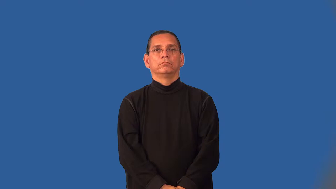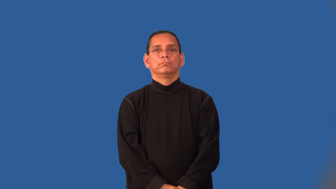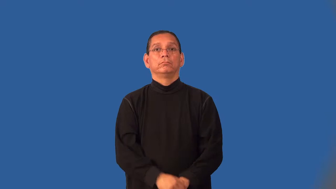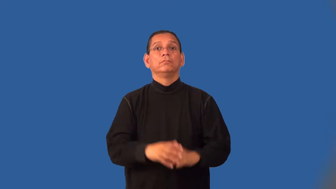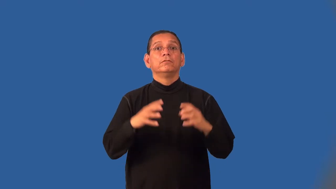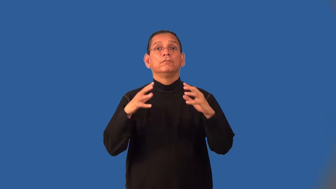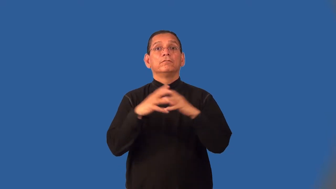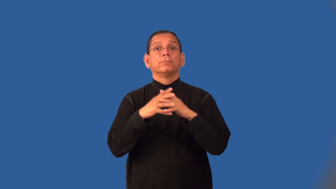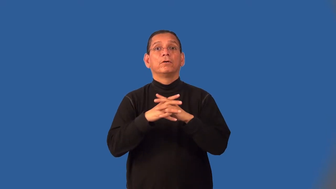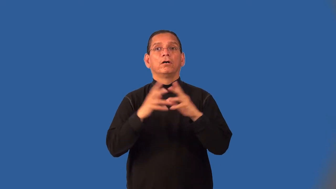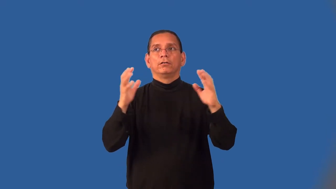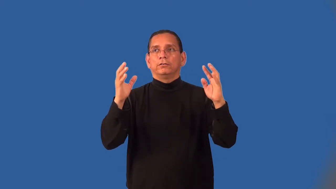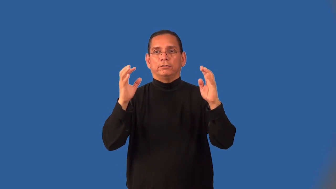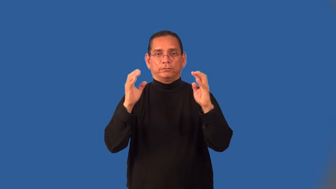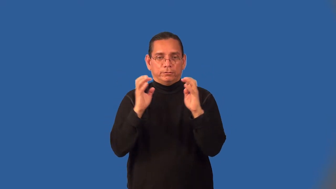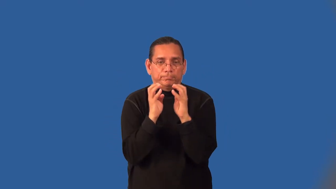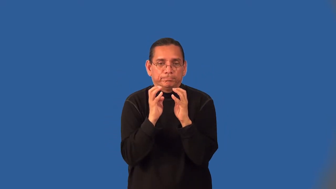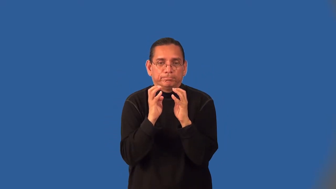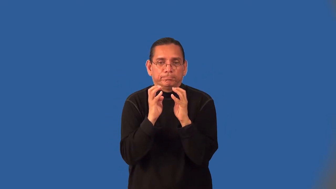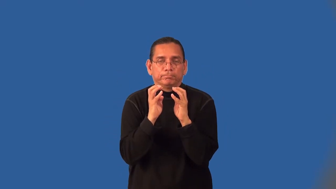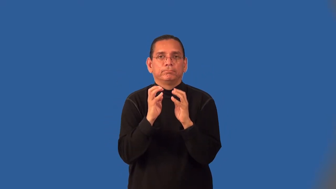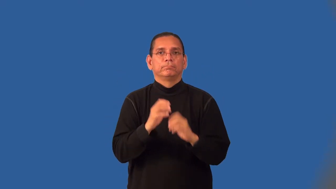huddle-football